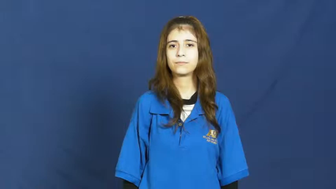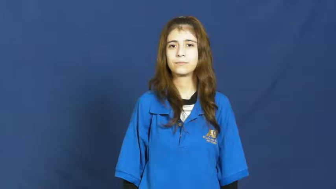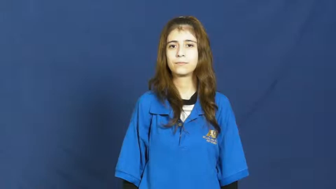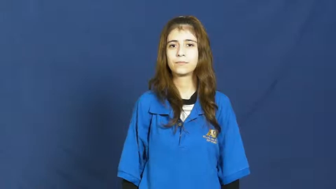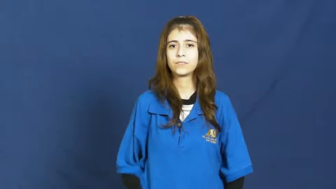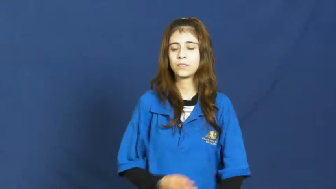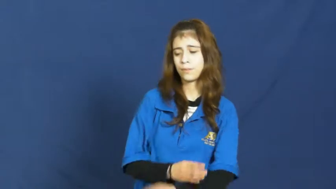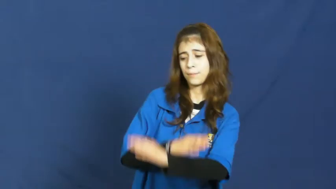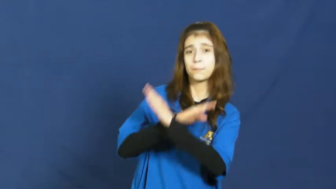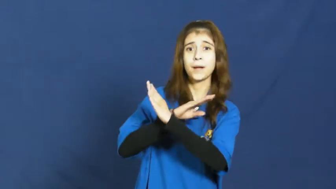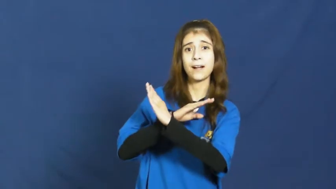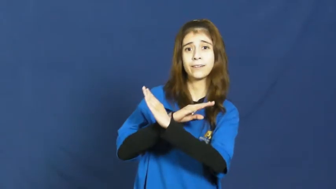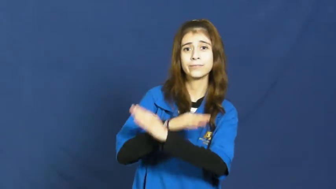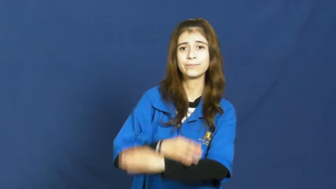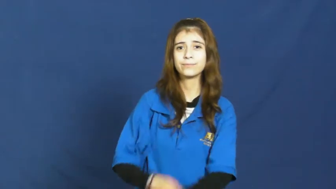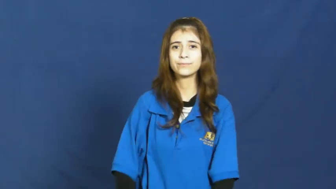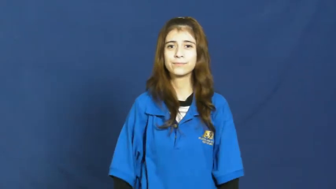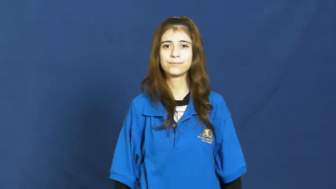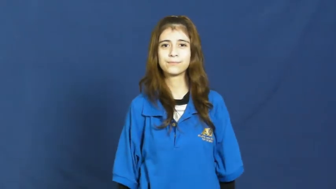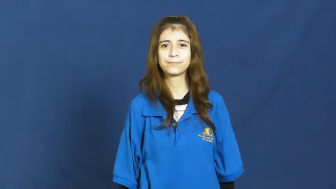ward off,stave off